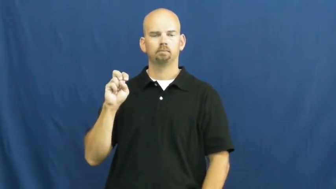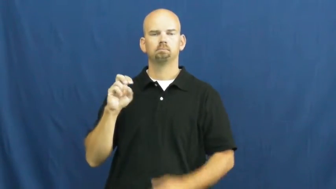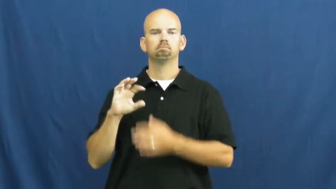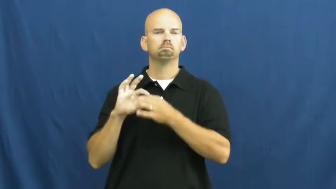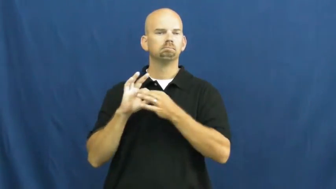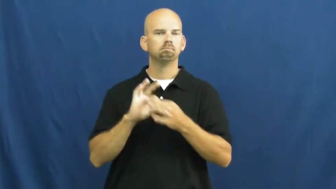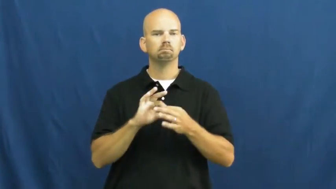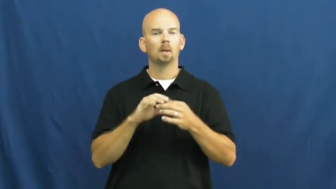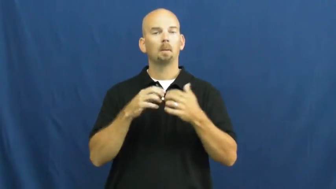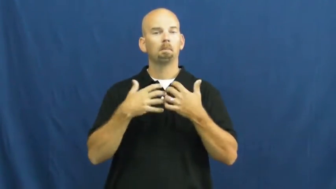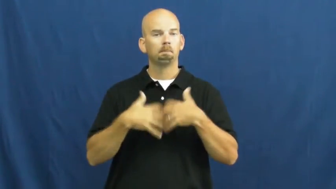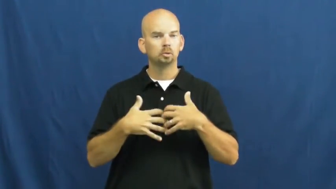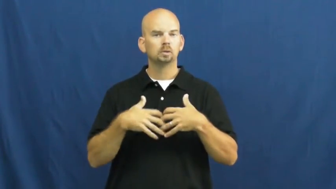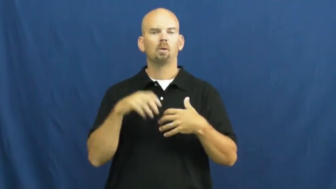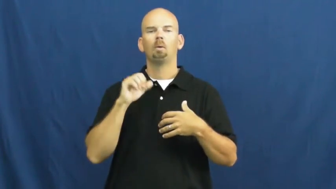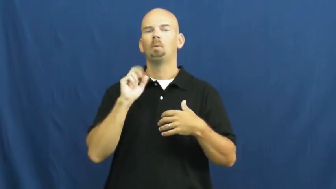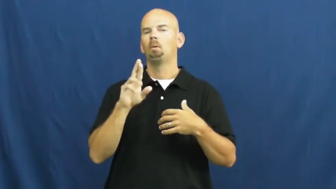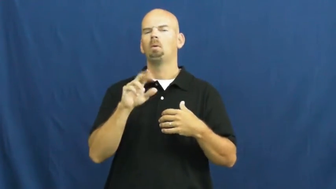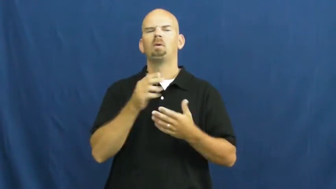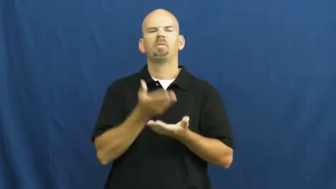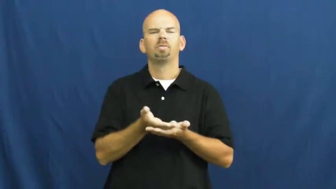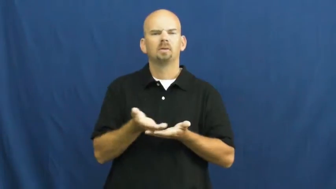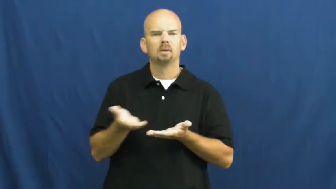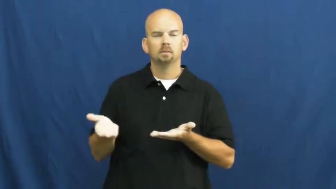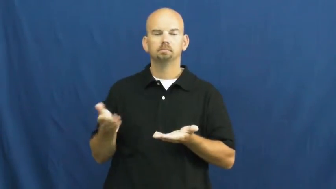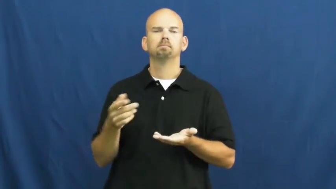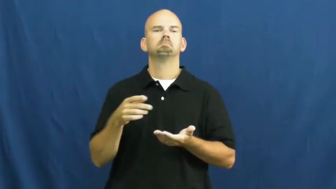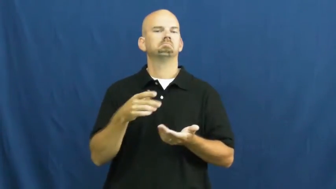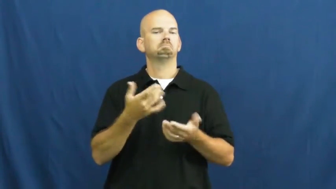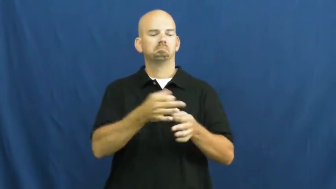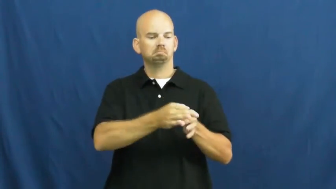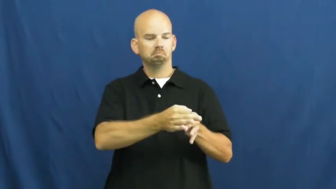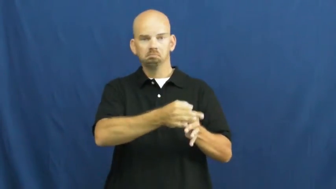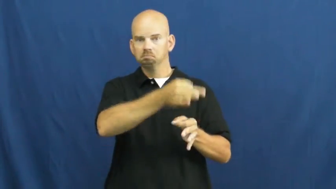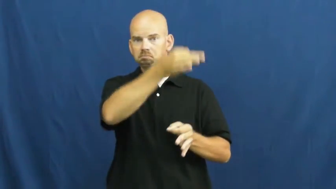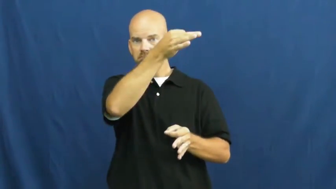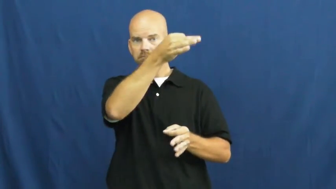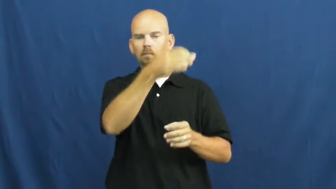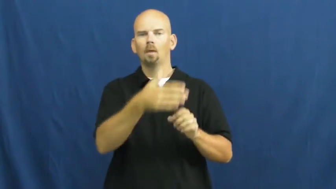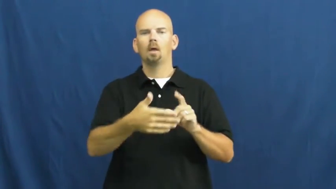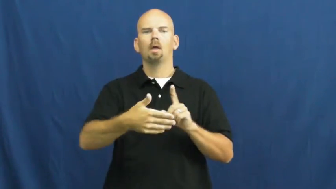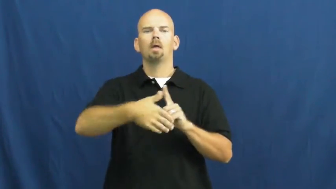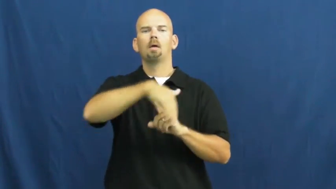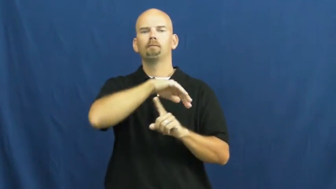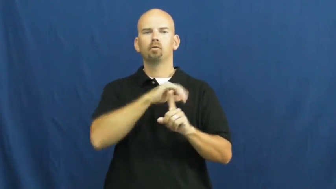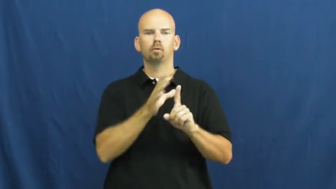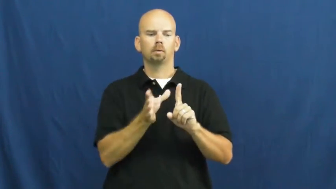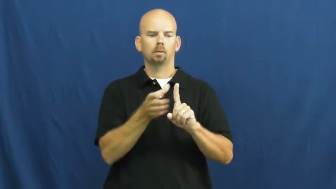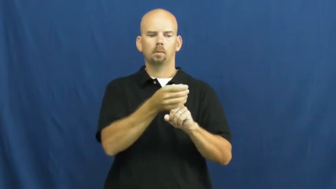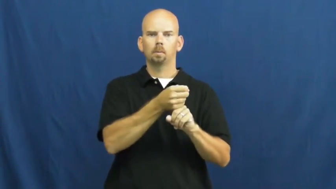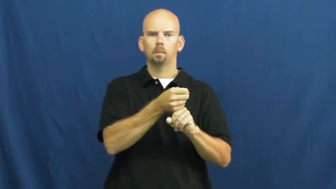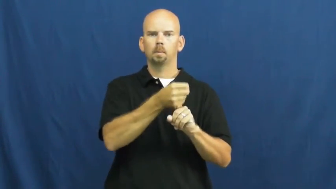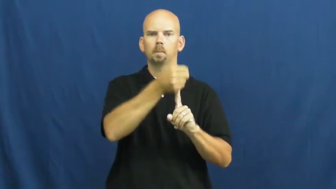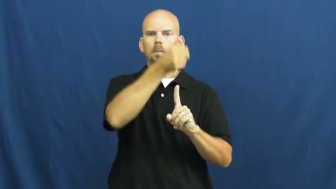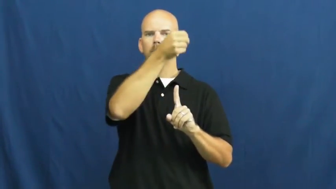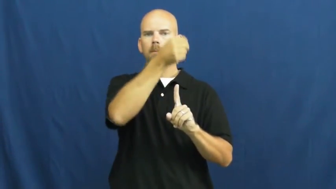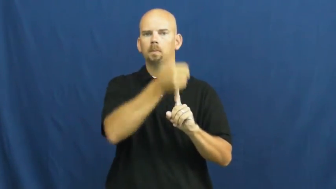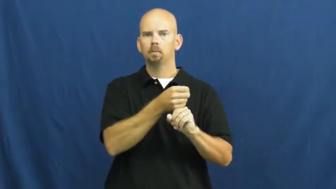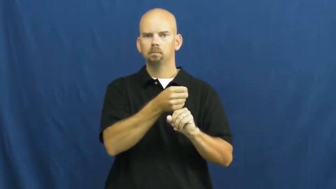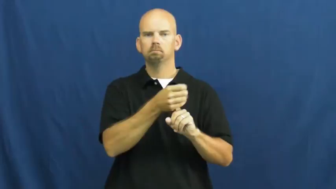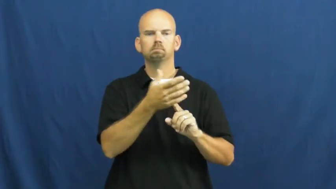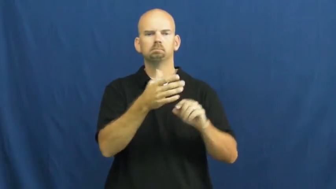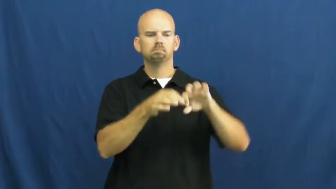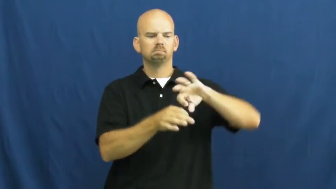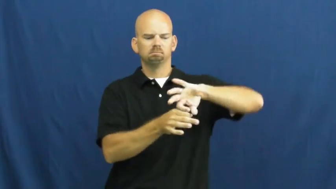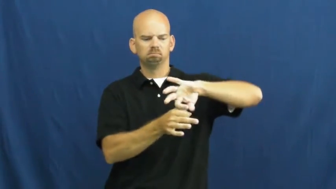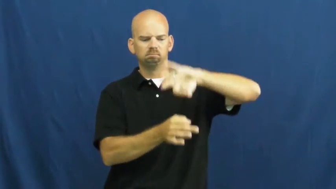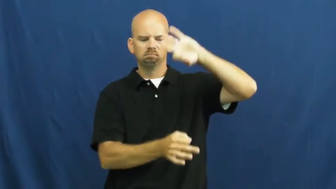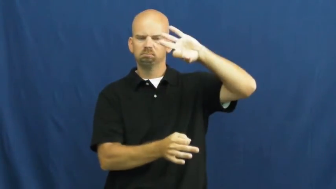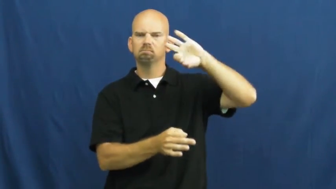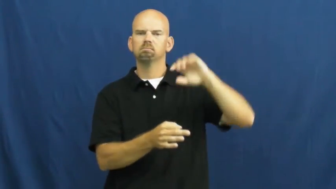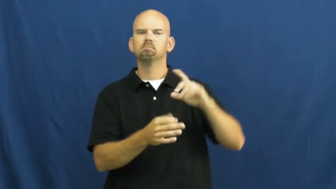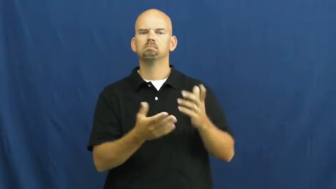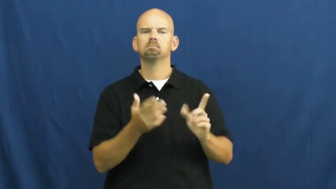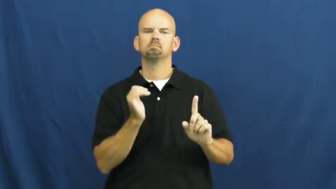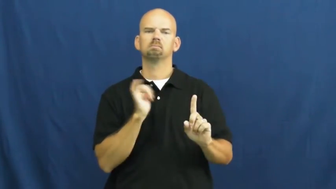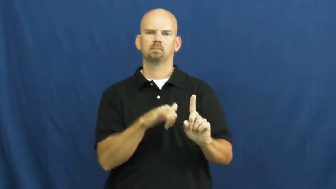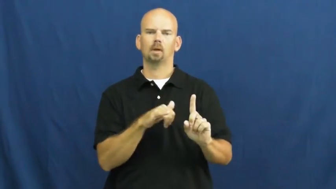sleeve-parts